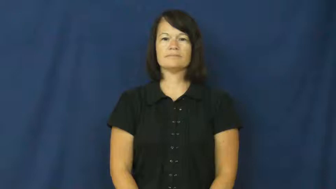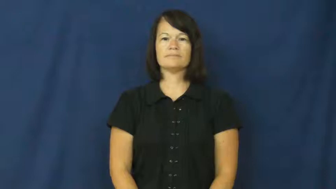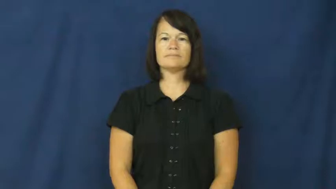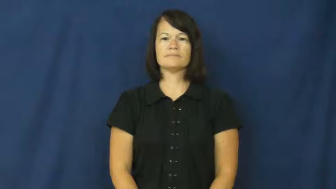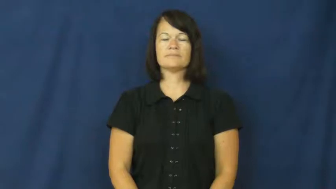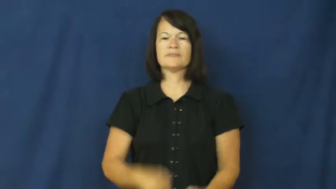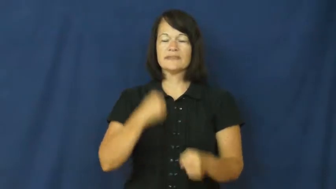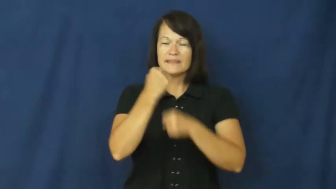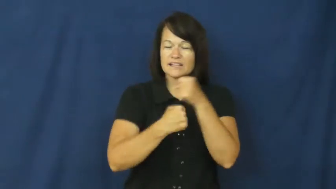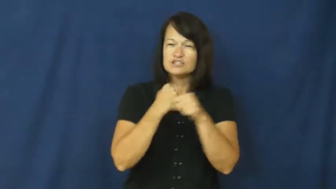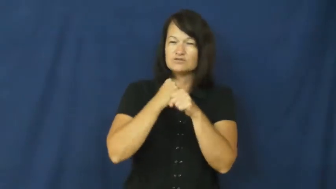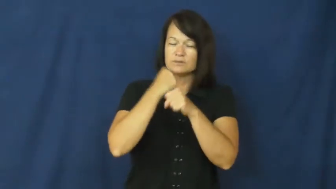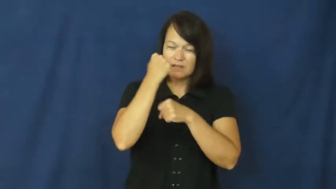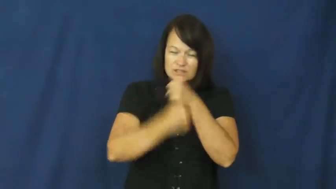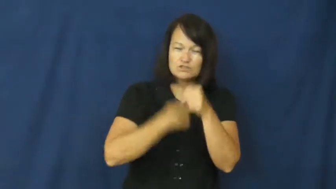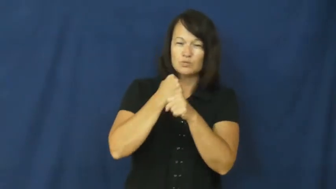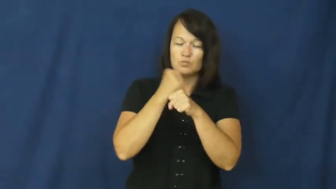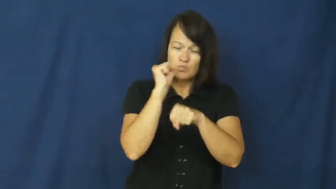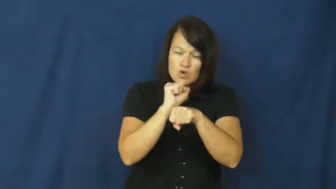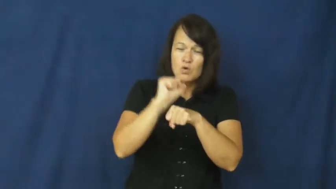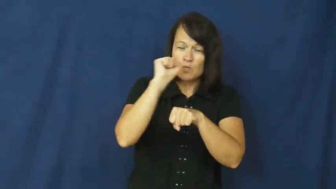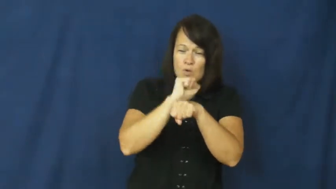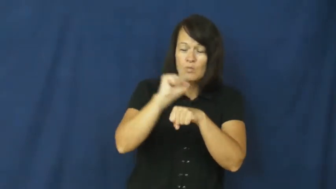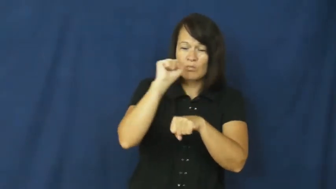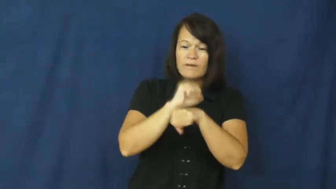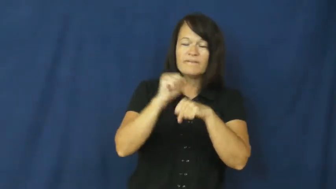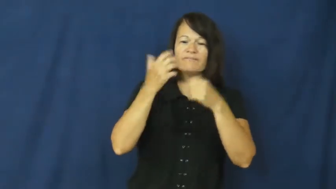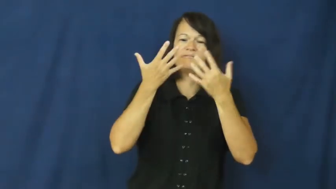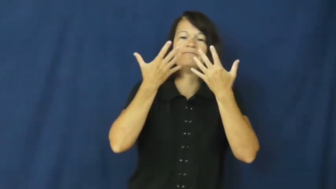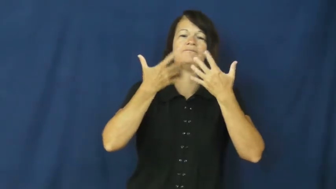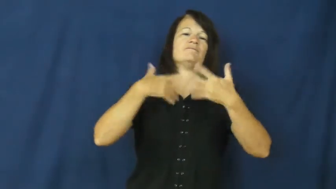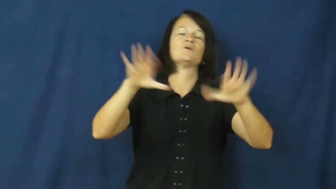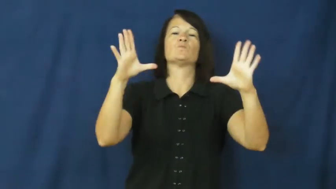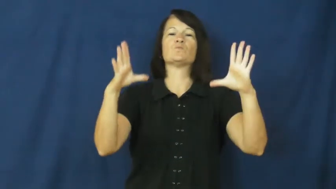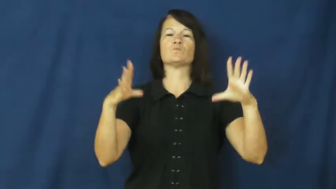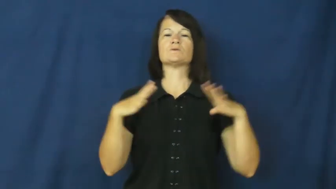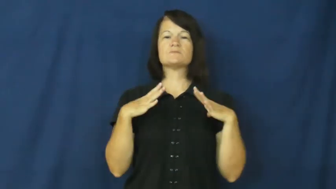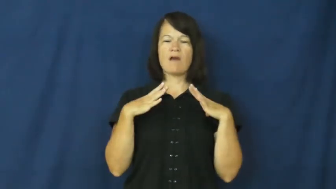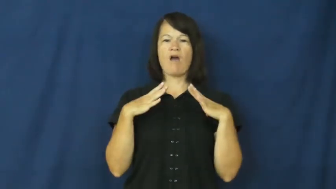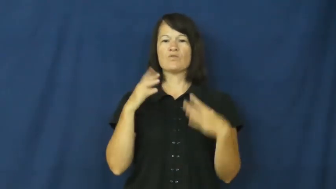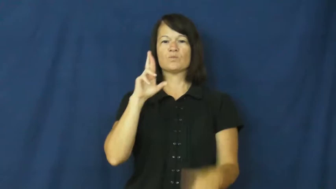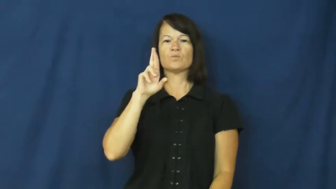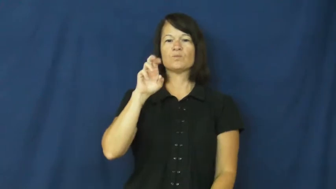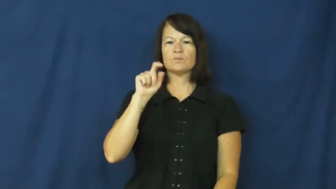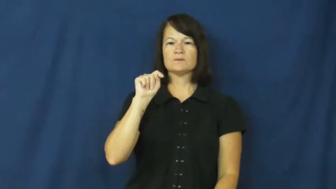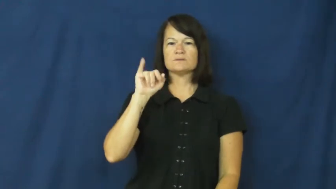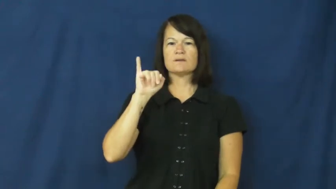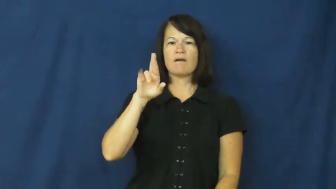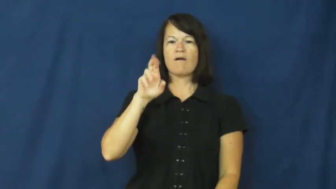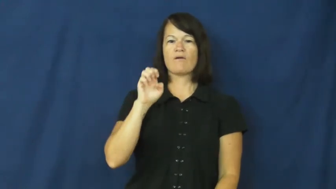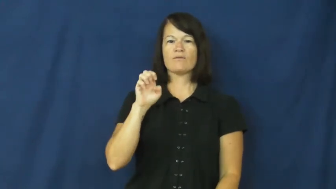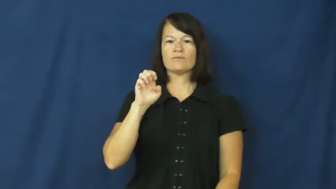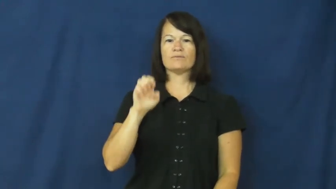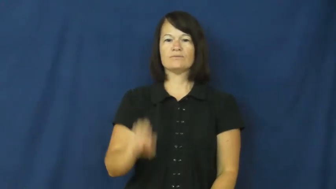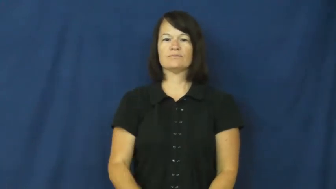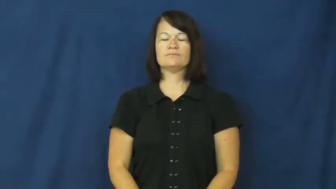retire,superannuate-job